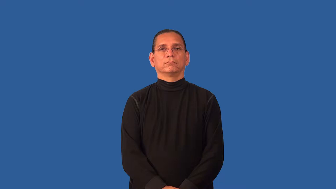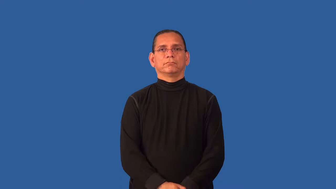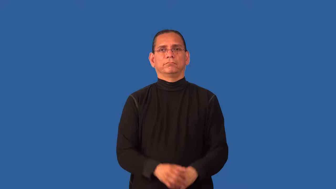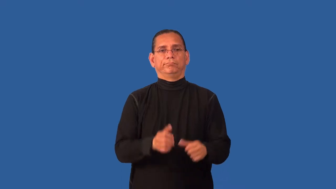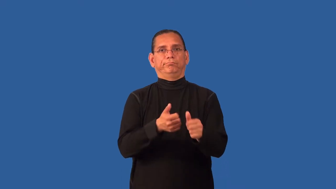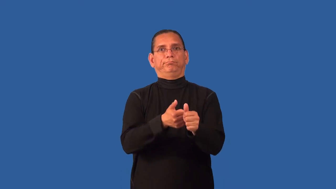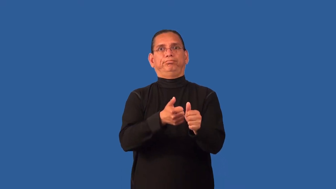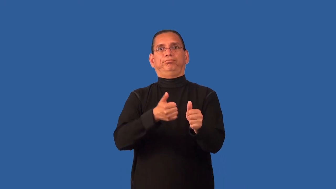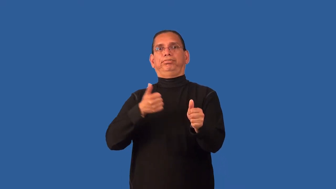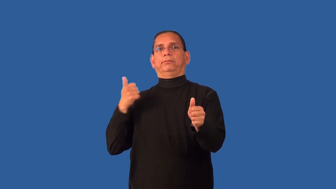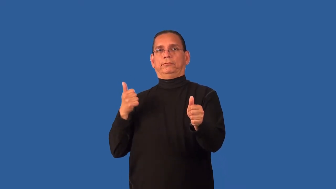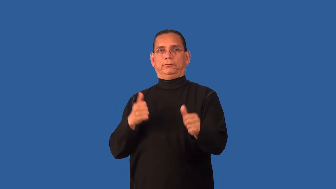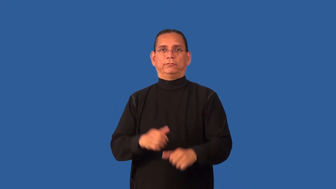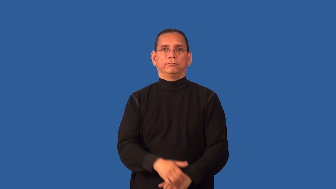derelict-not up to date on responsibility